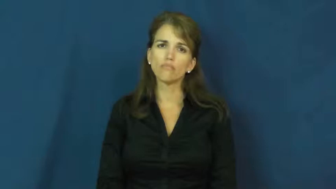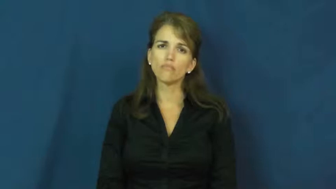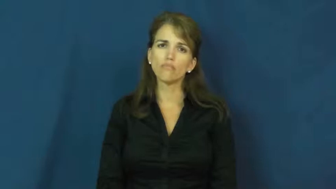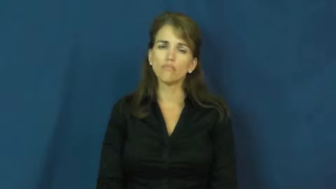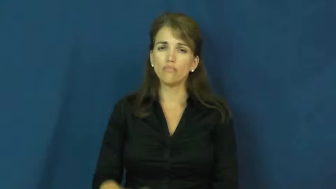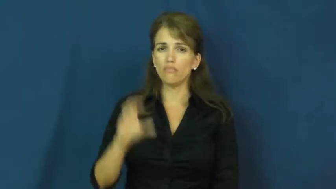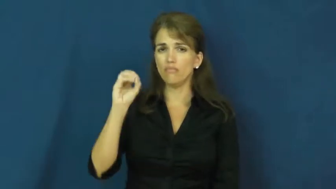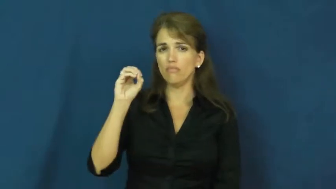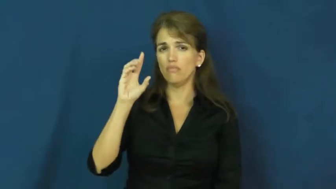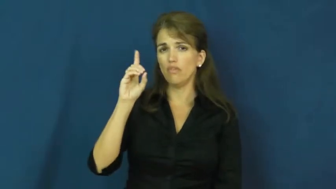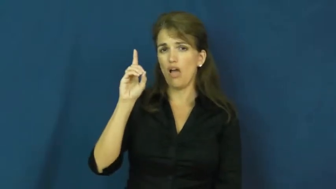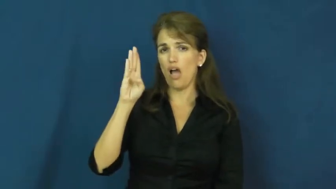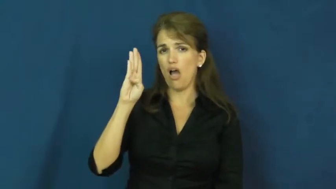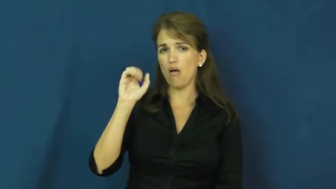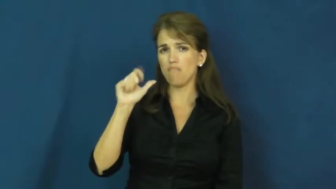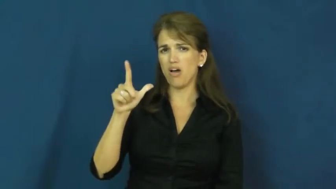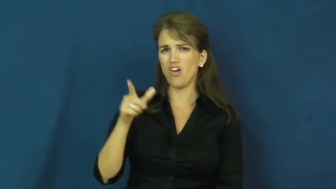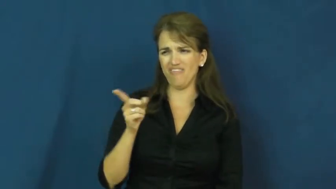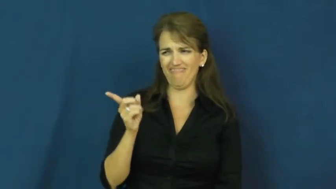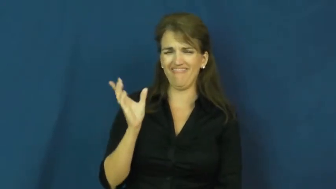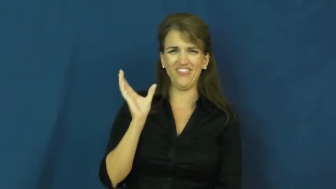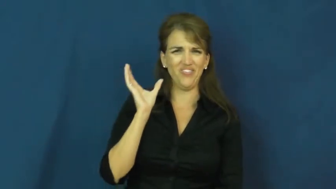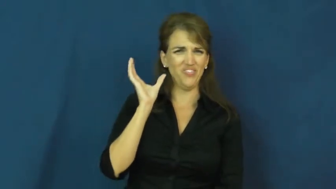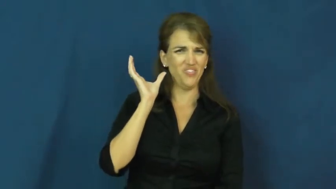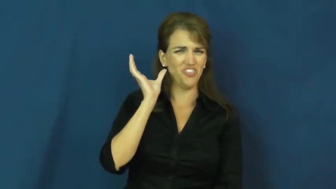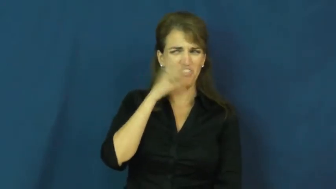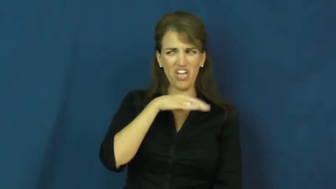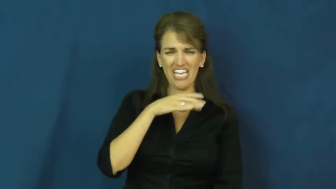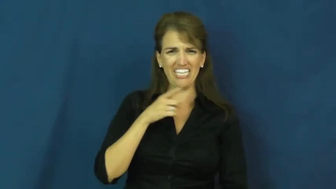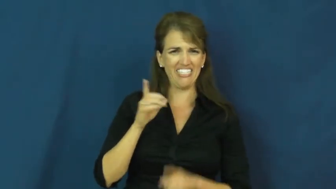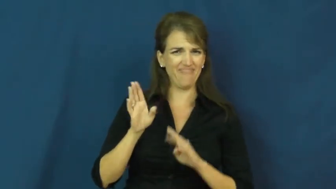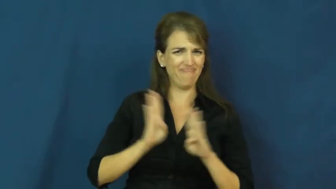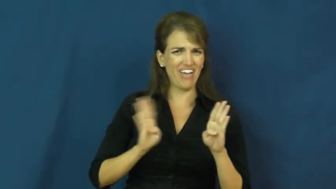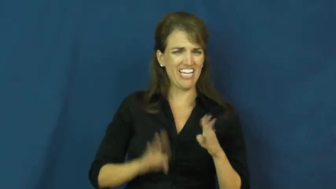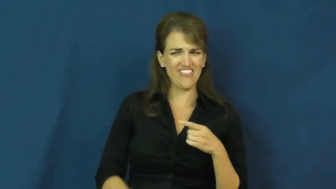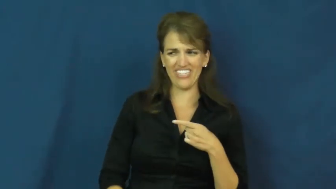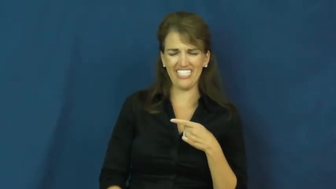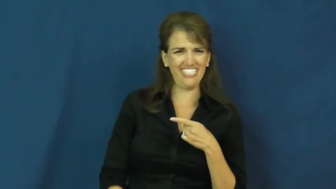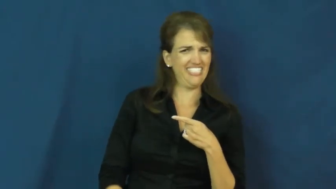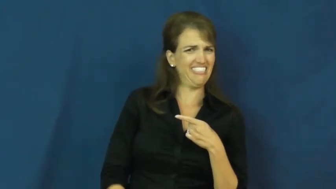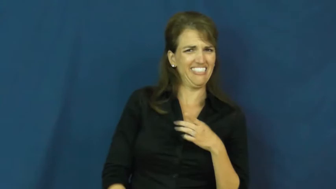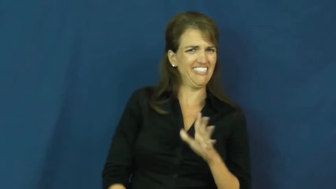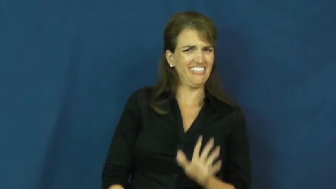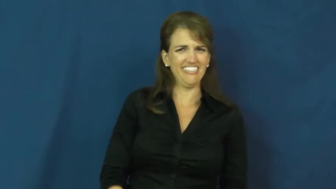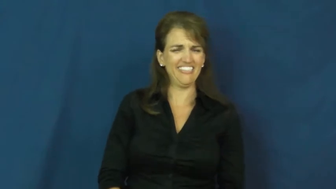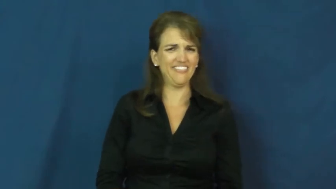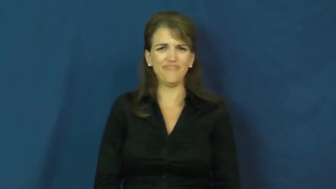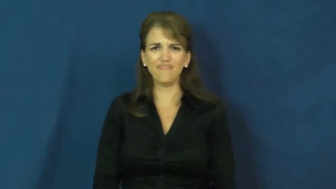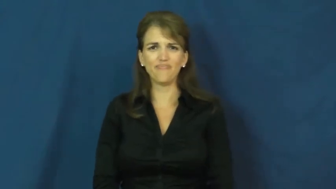oddball